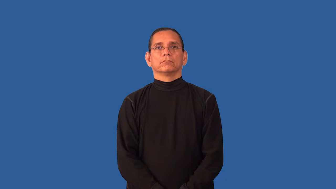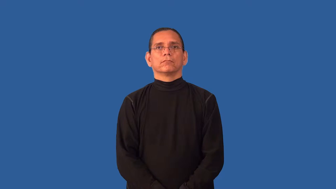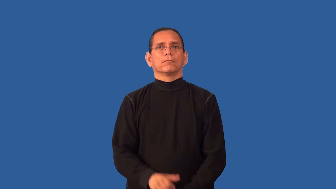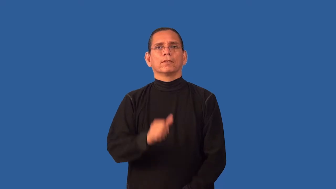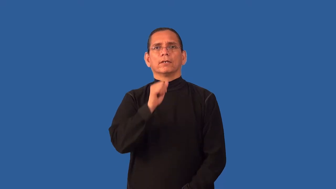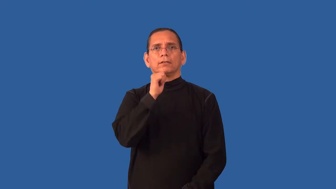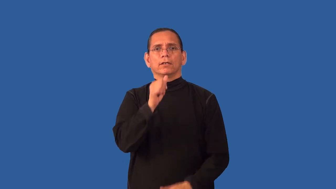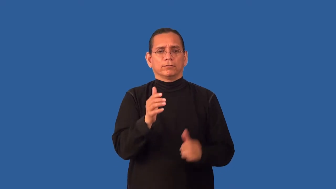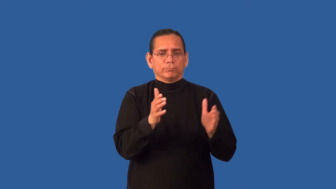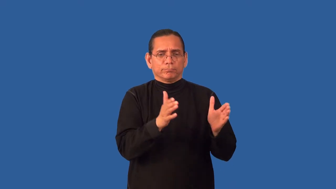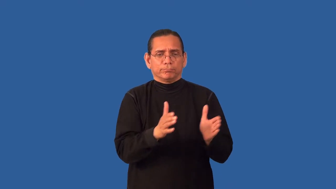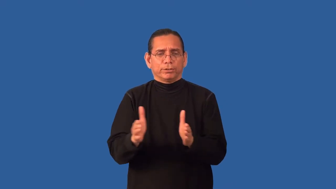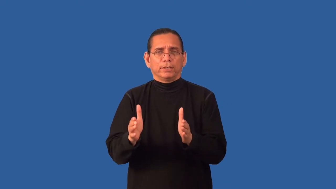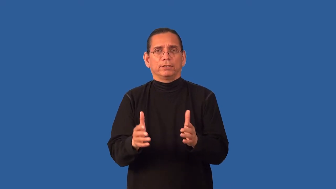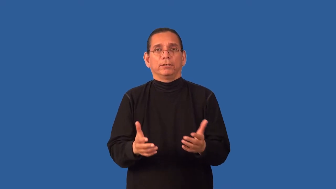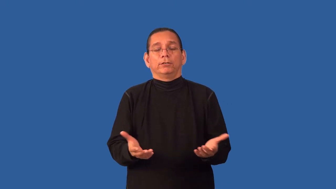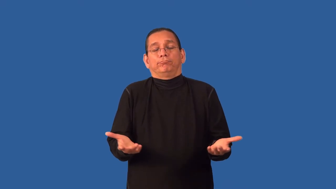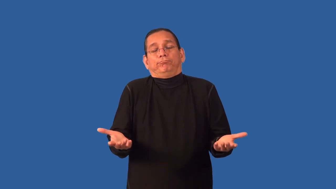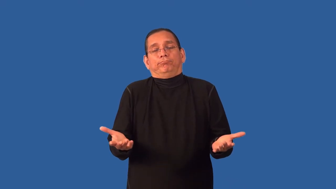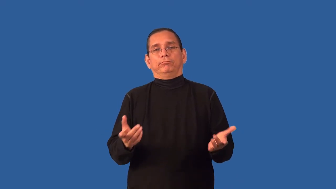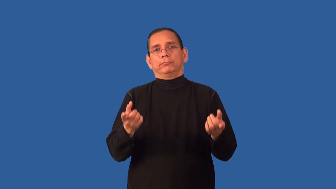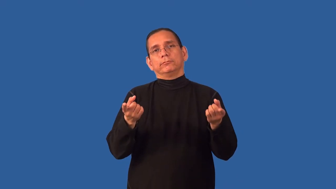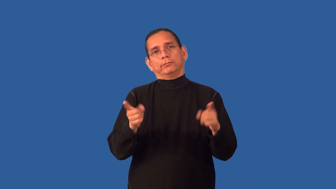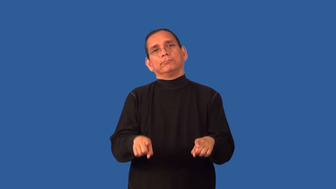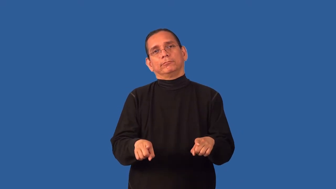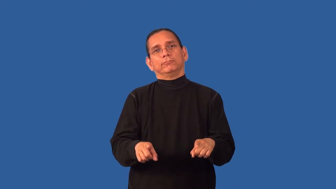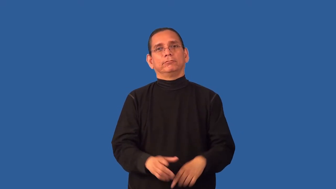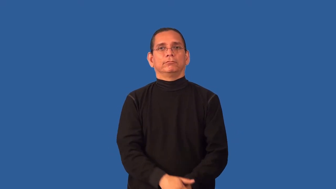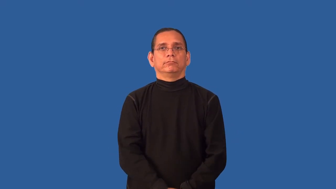arbitrary